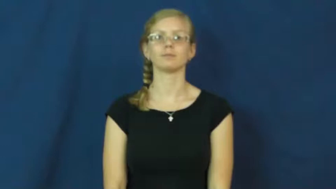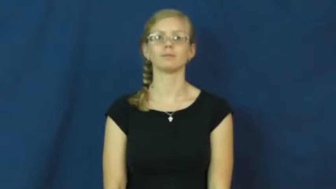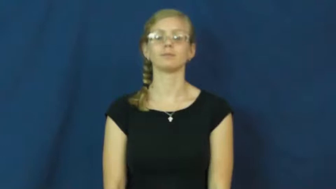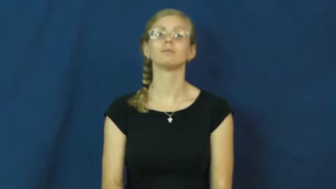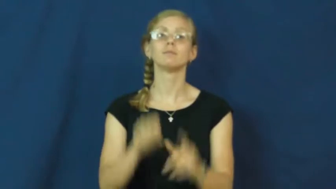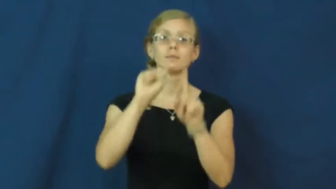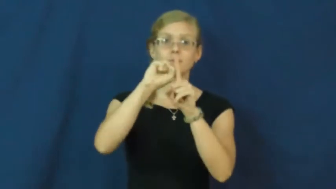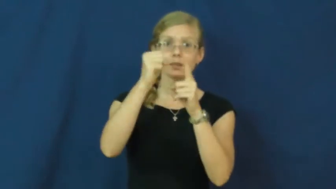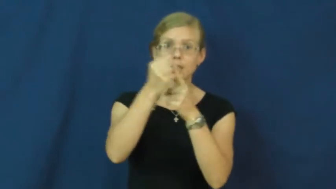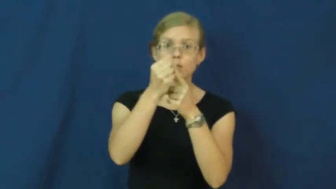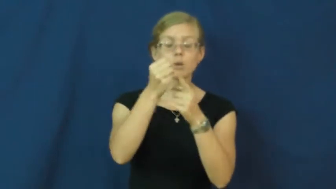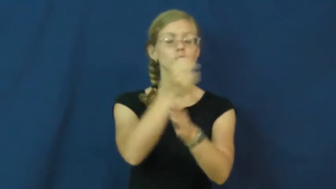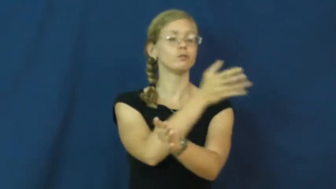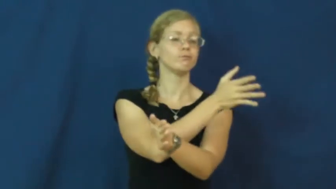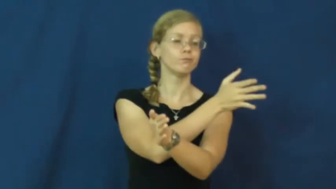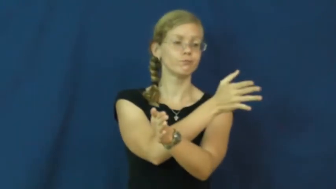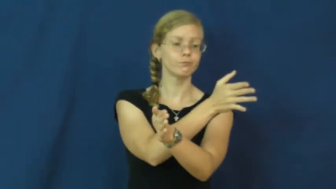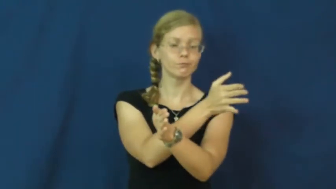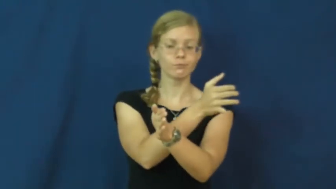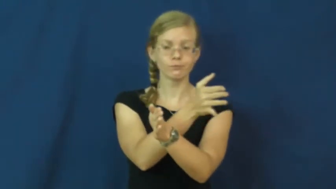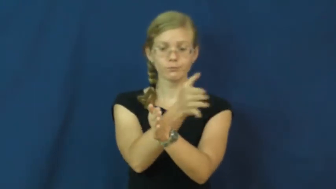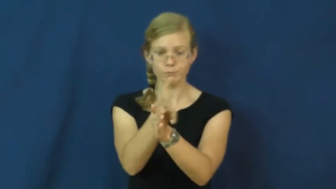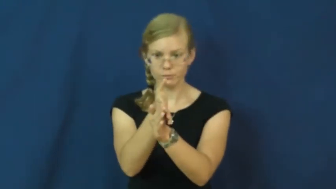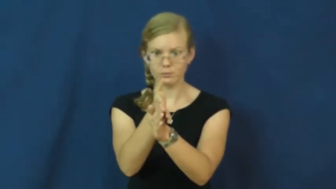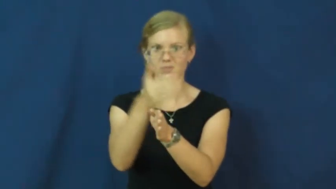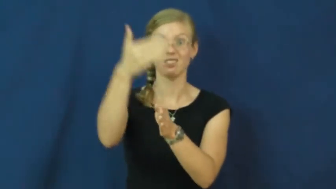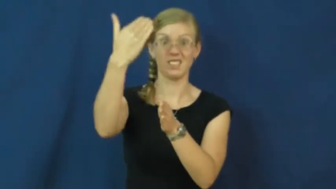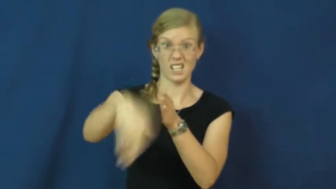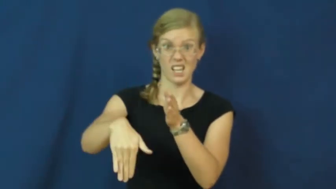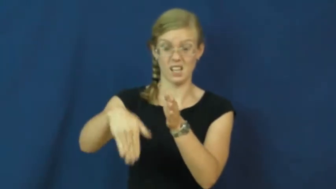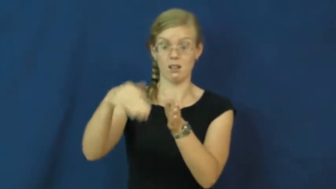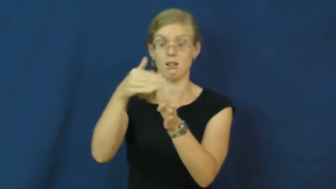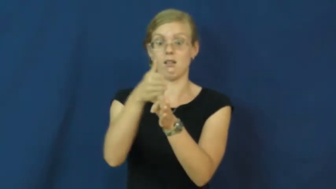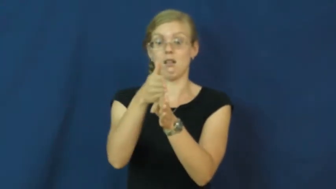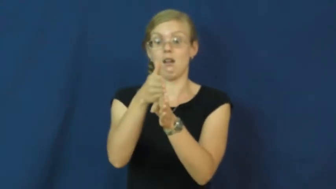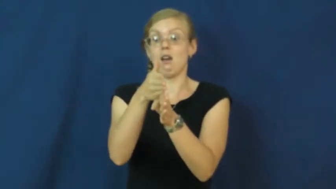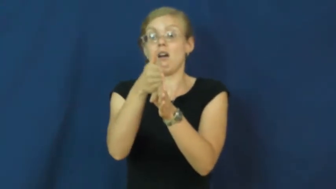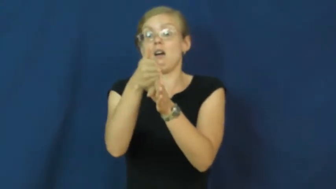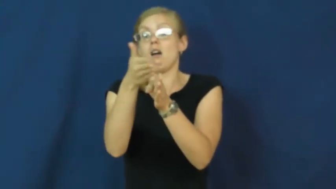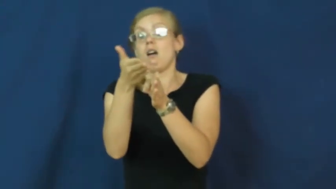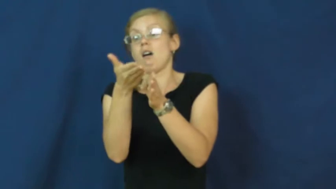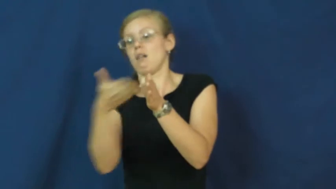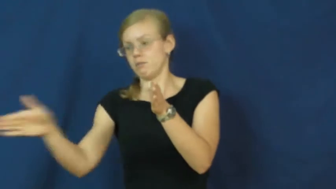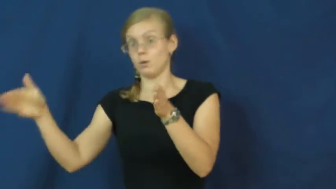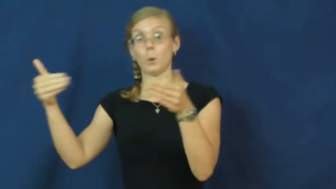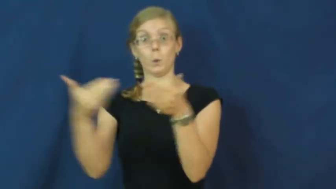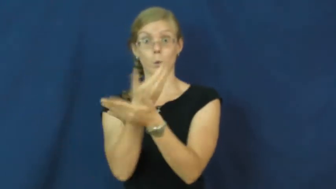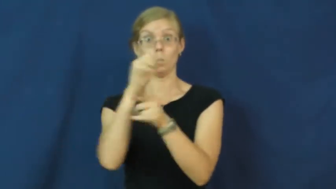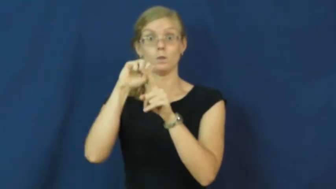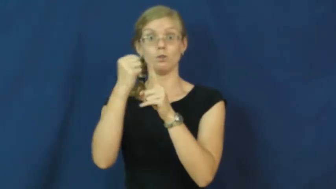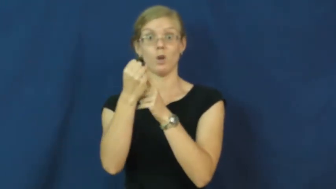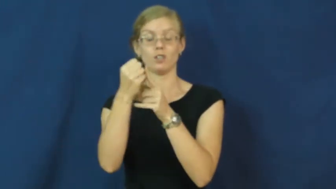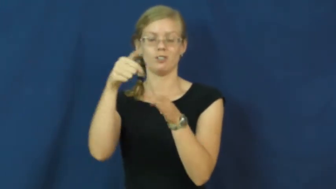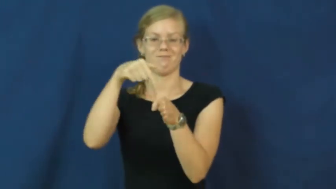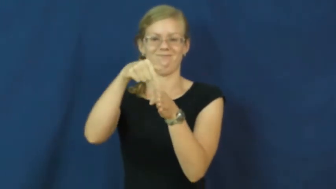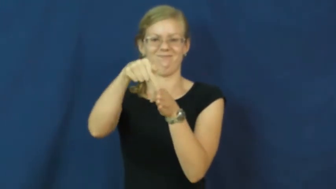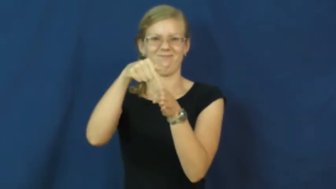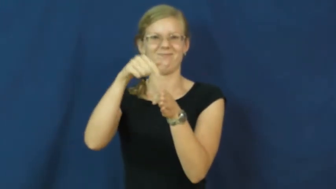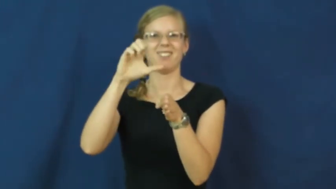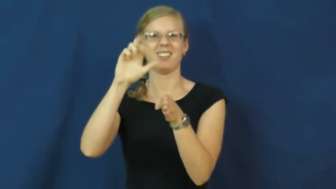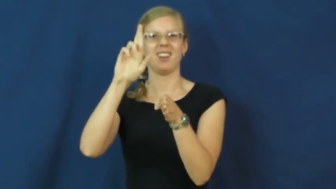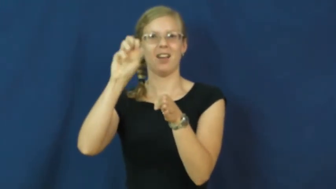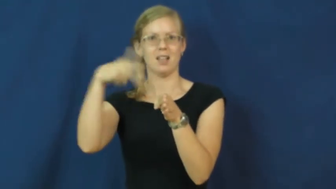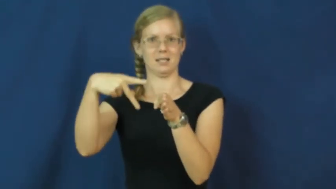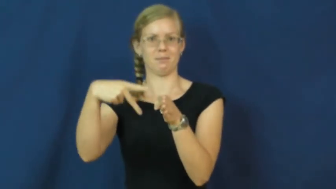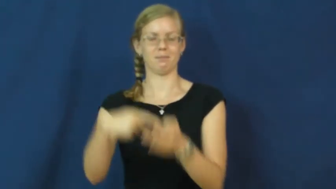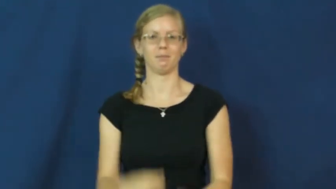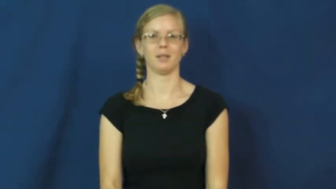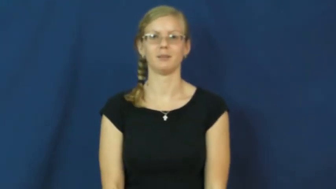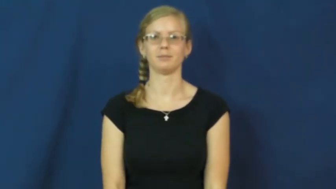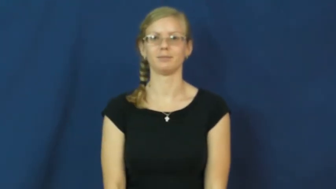cusp-situation